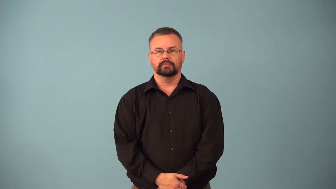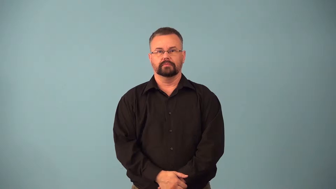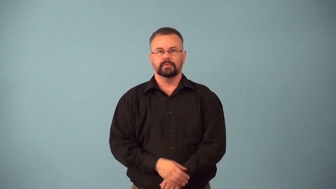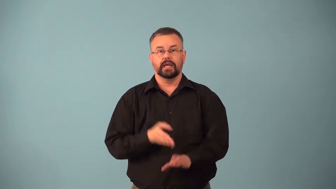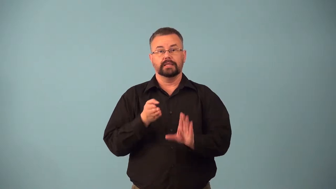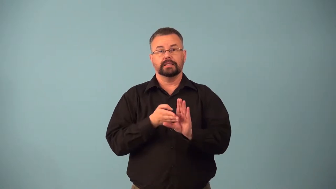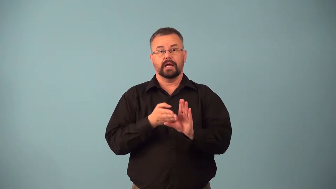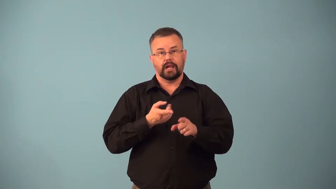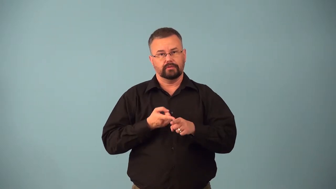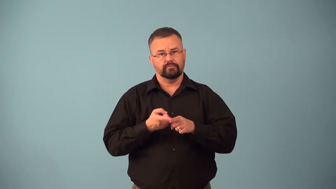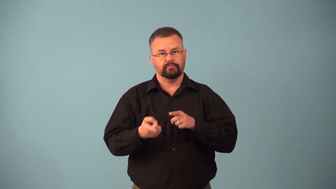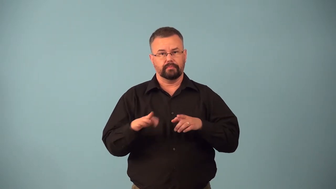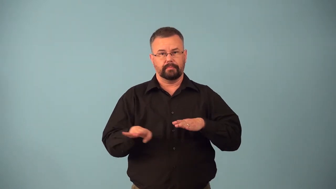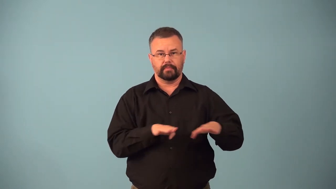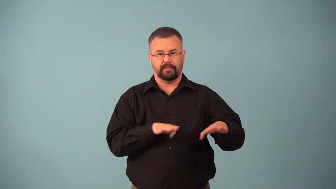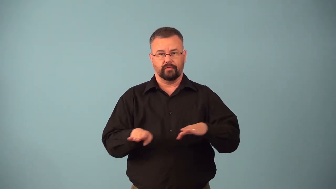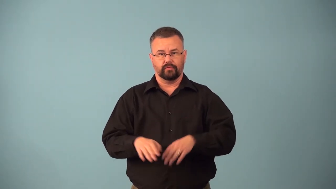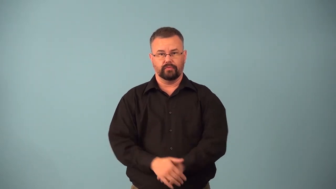behaviorism